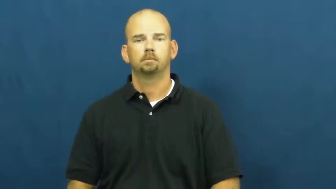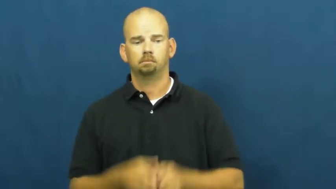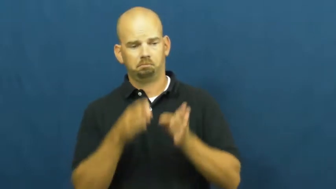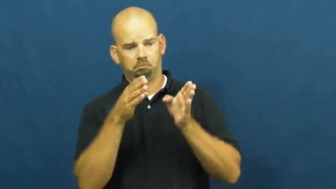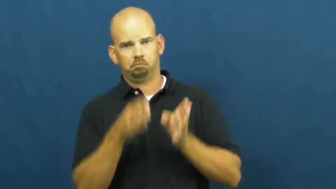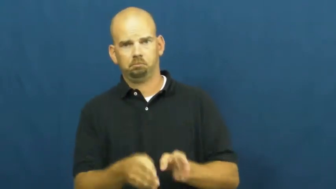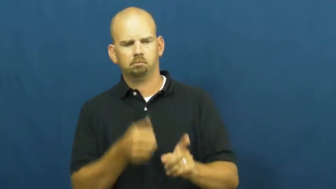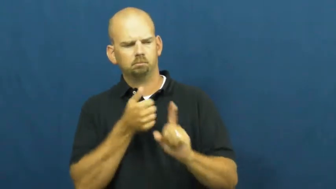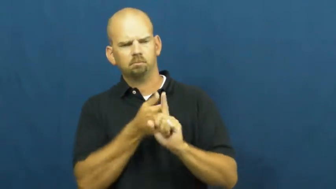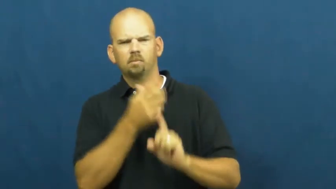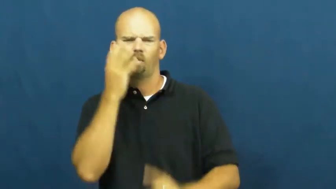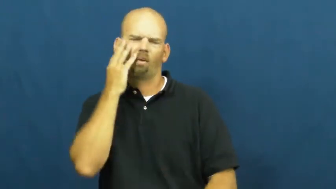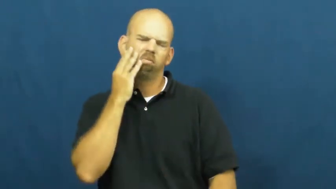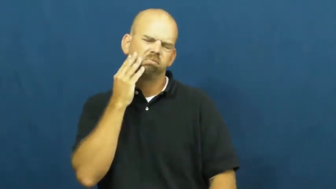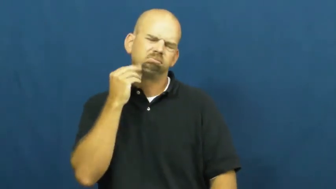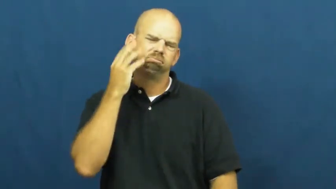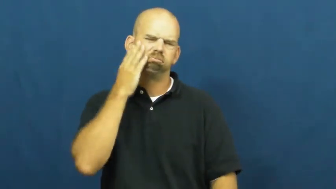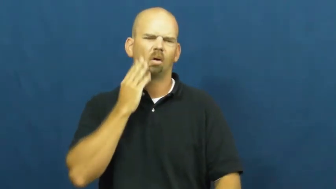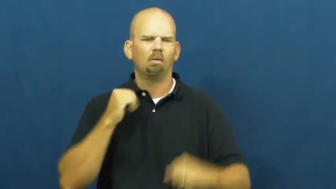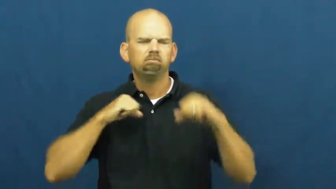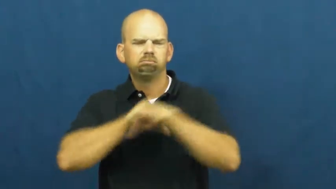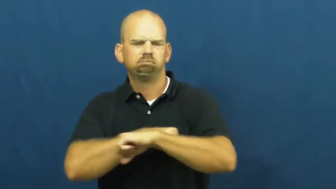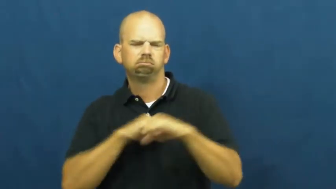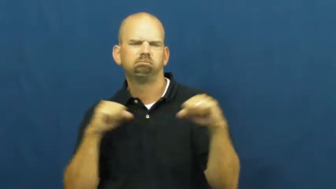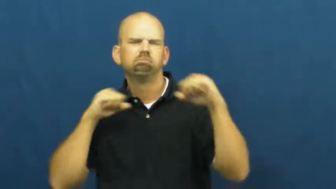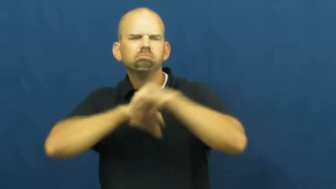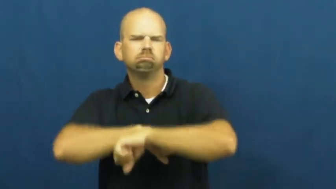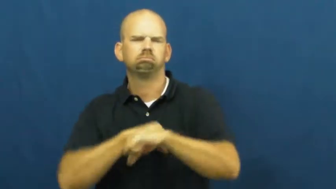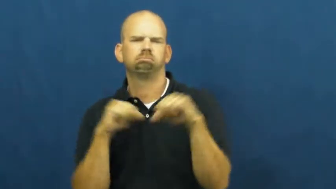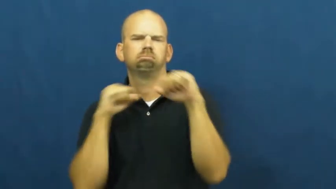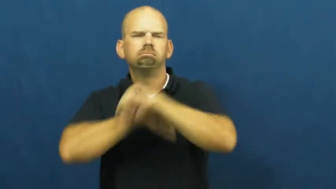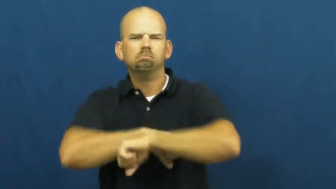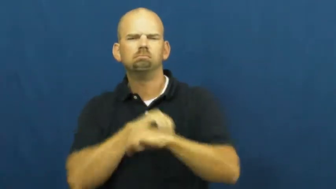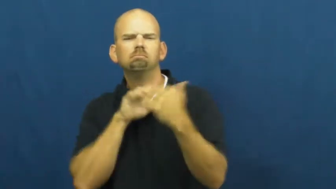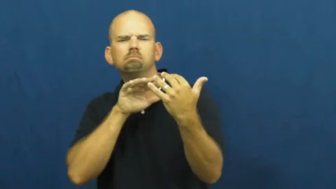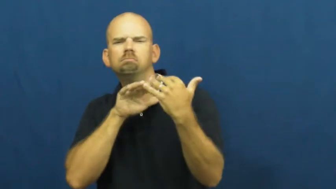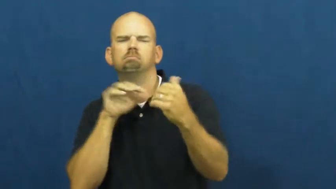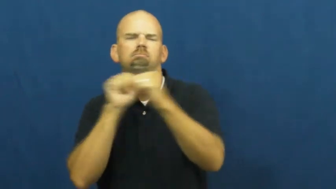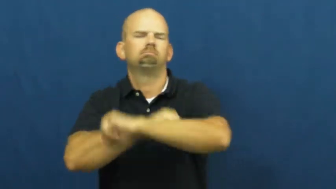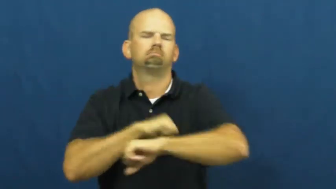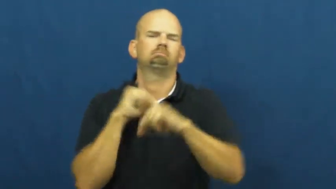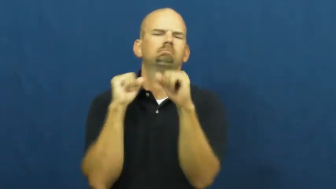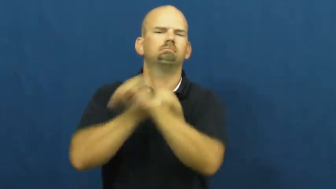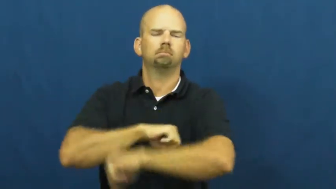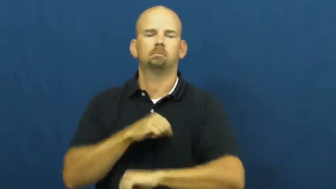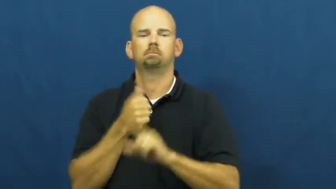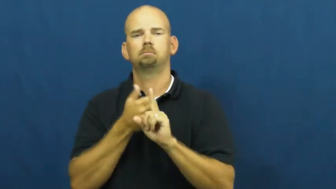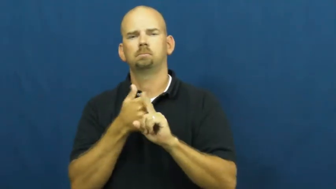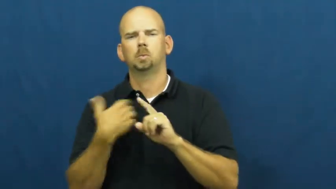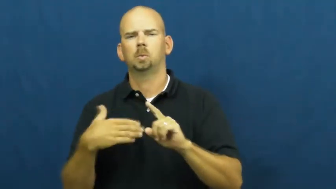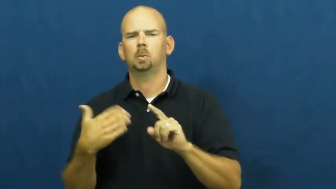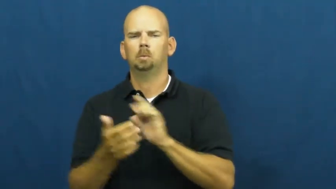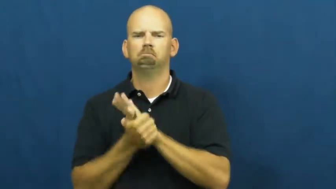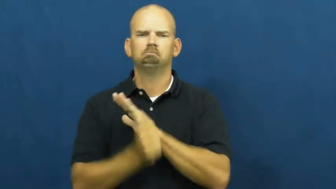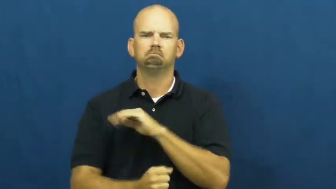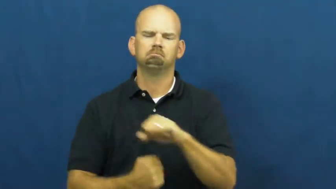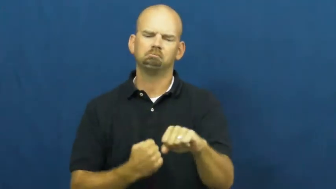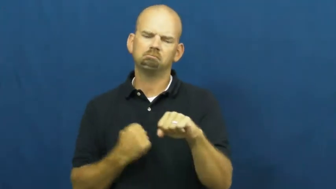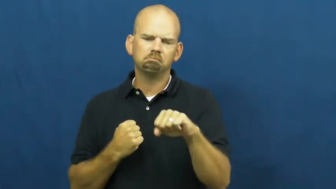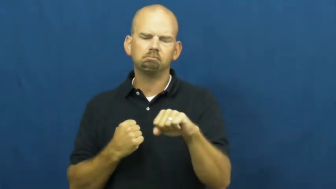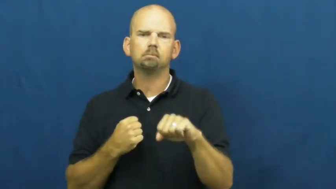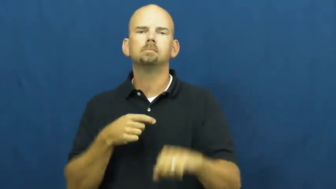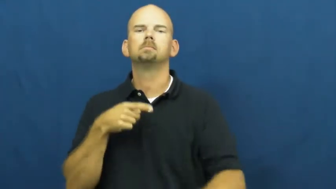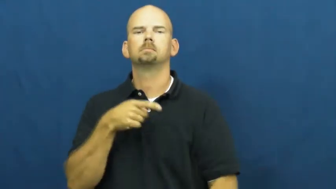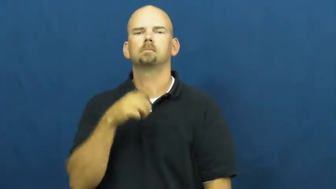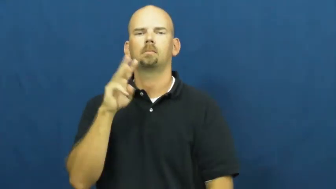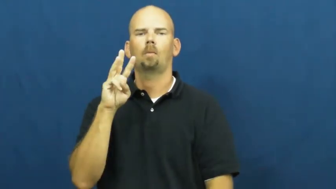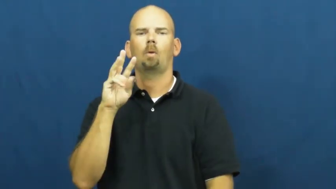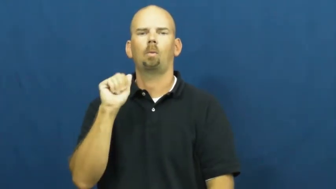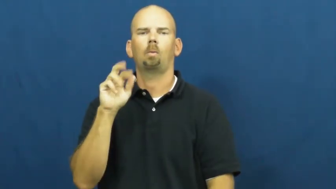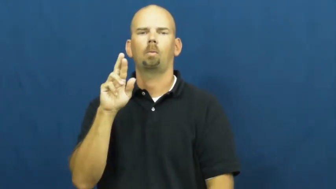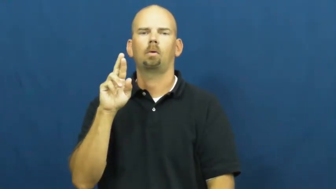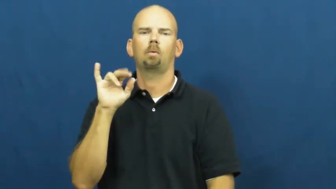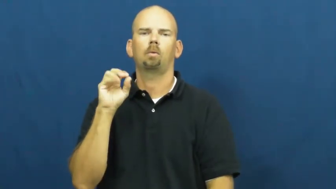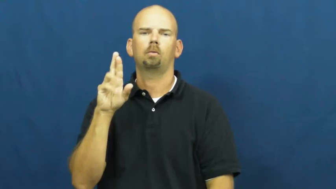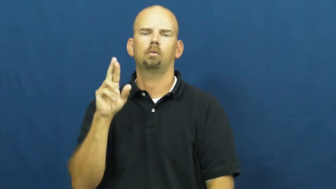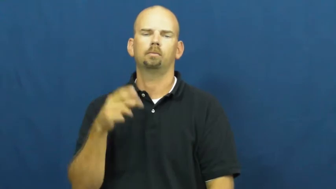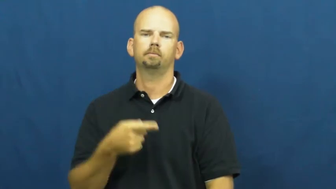warrior